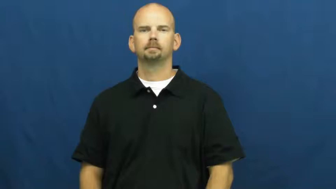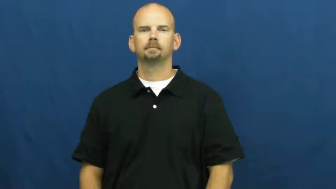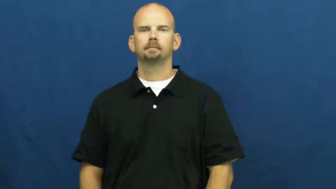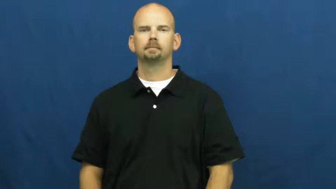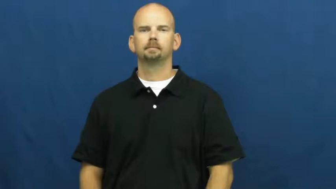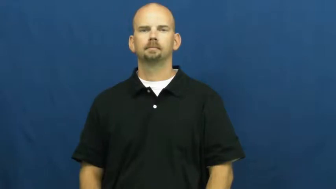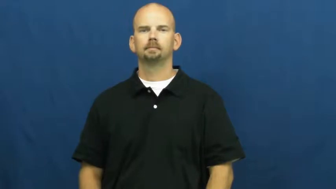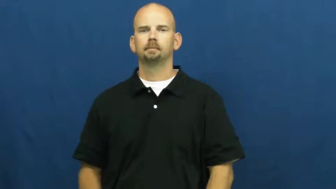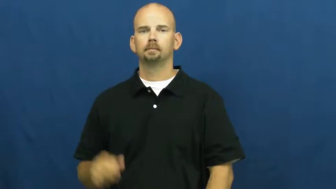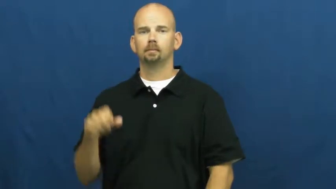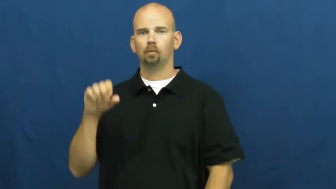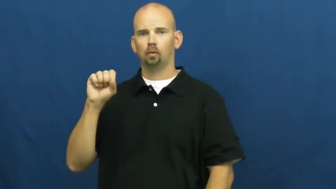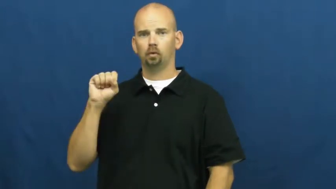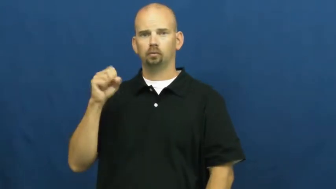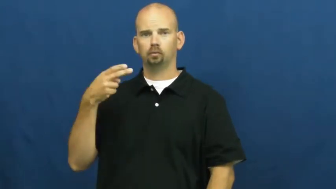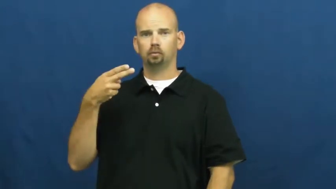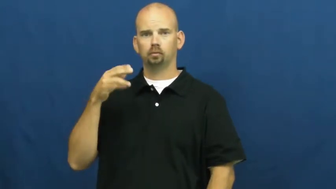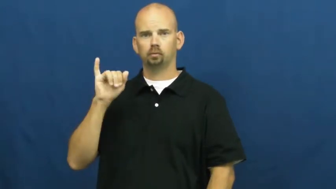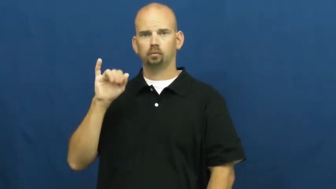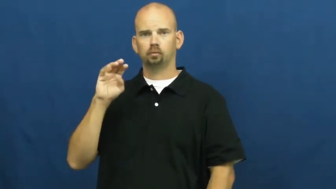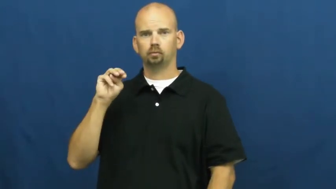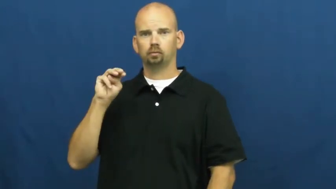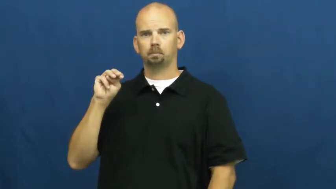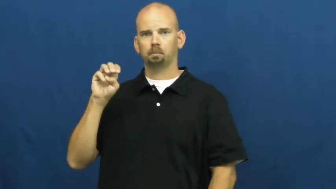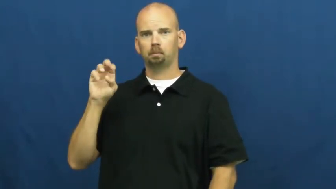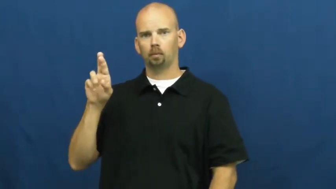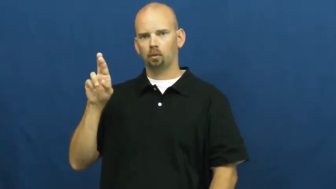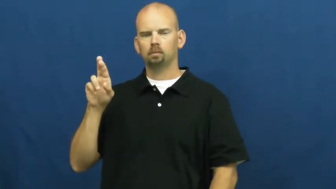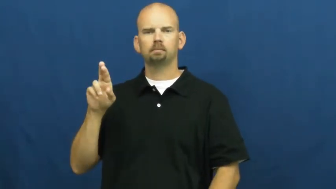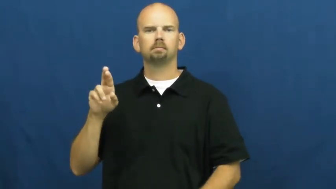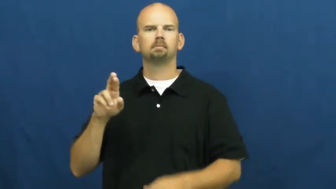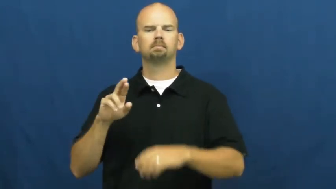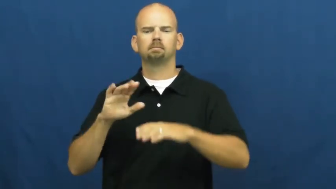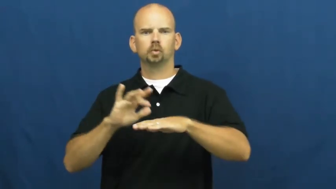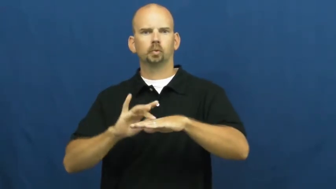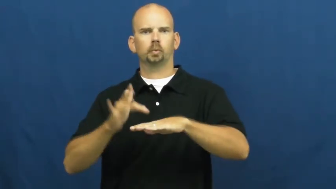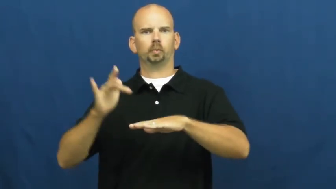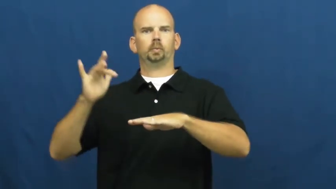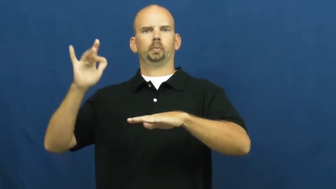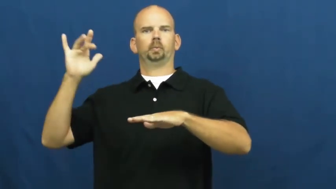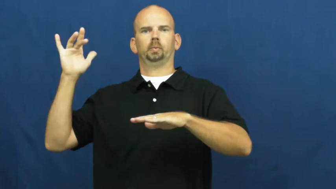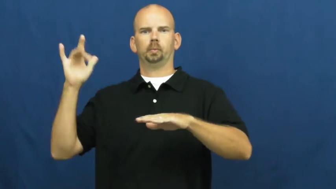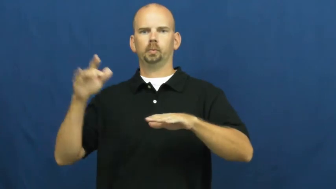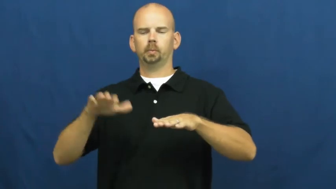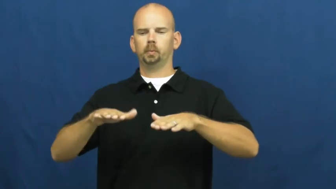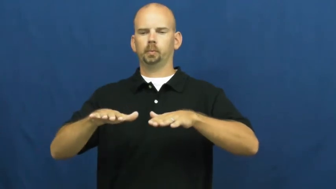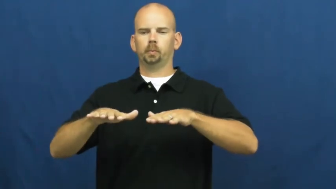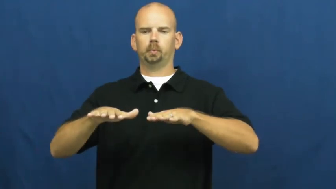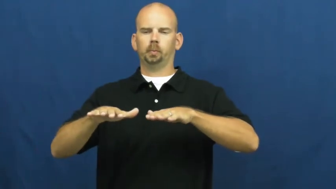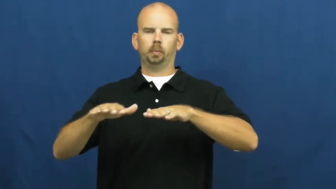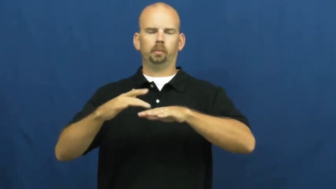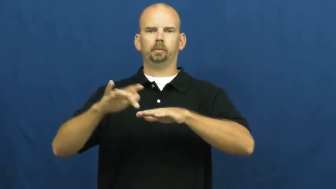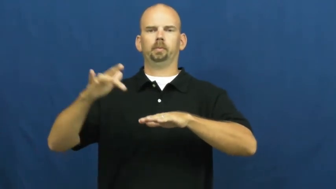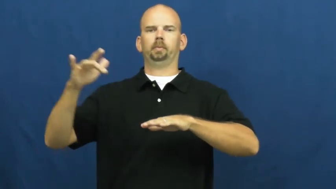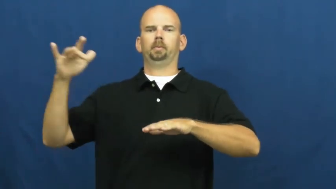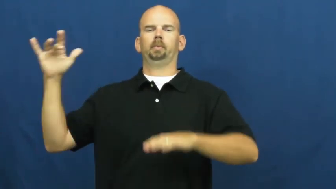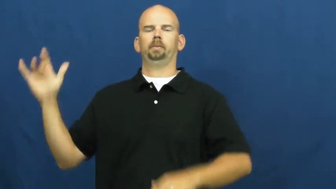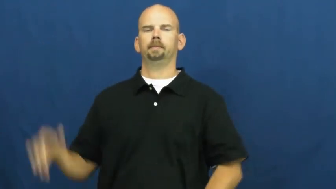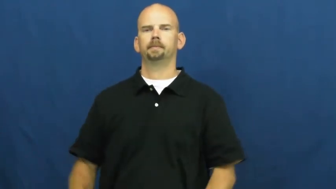shimmer